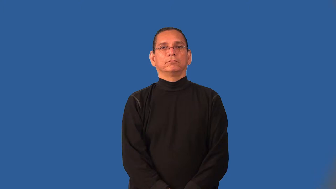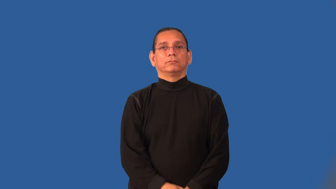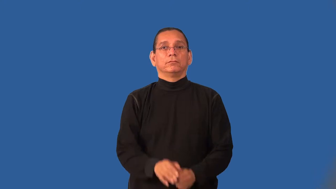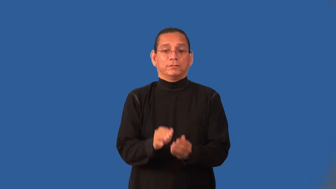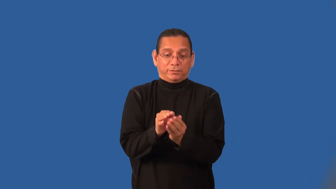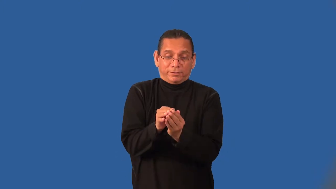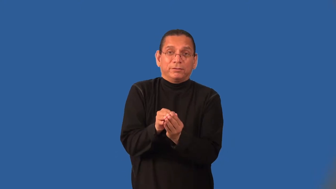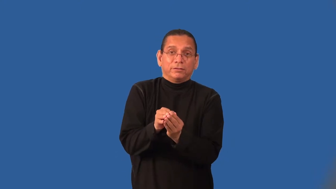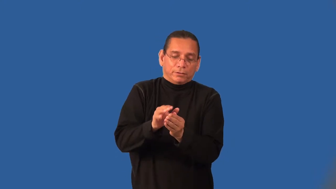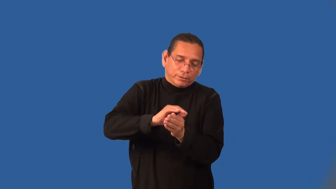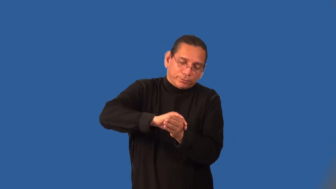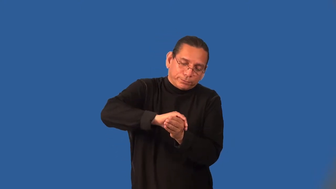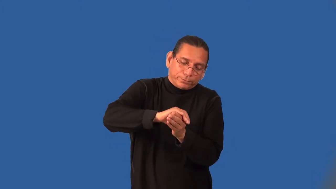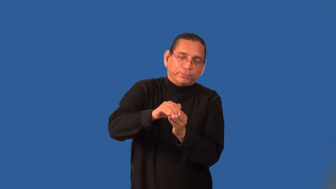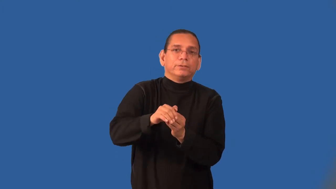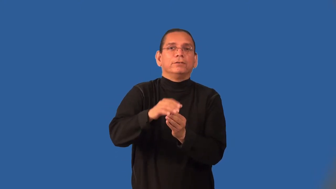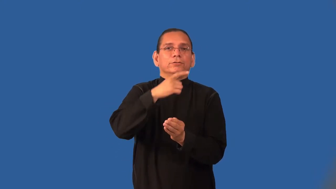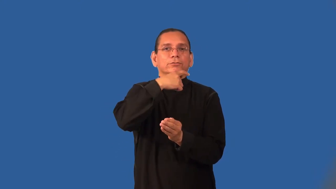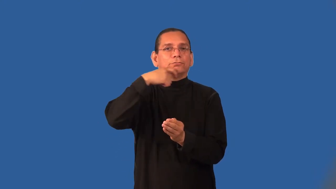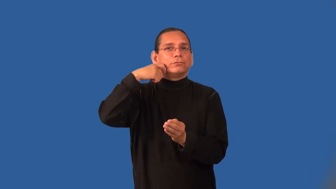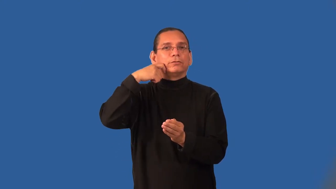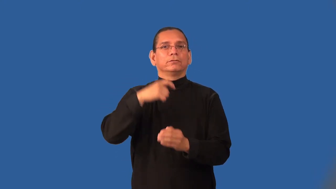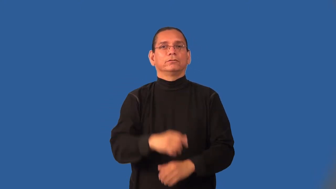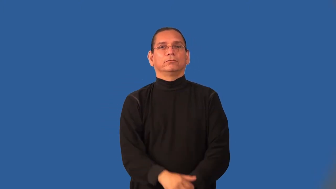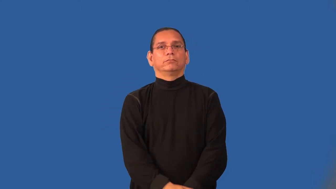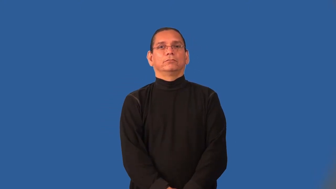husk-nut